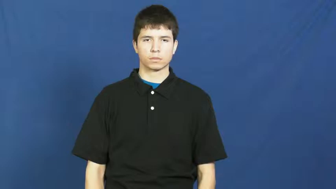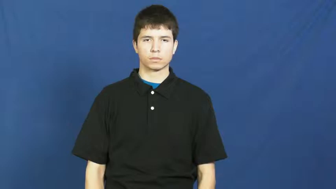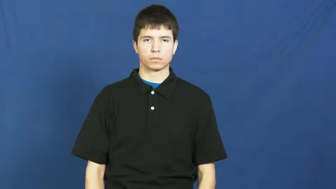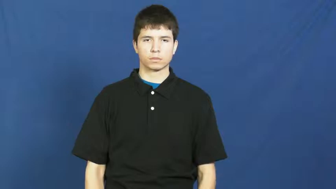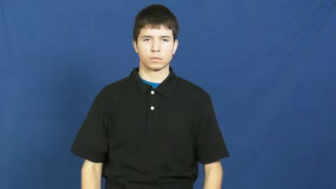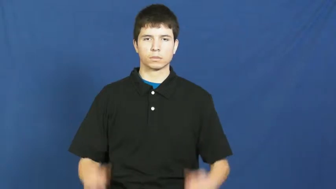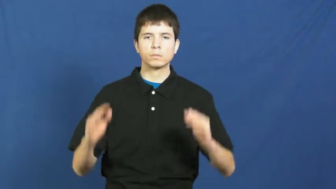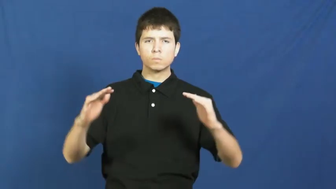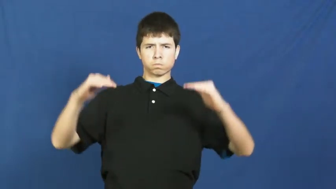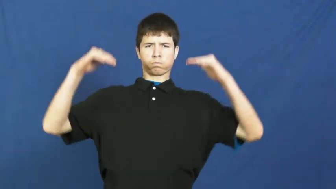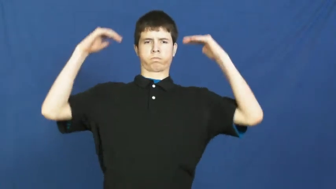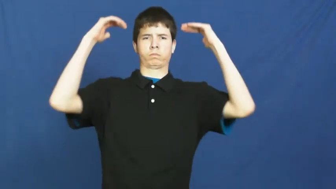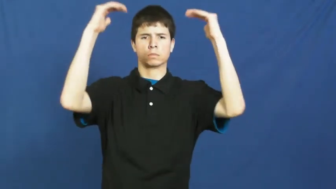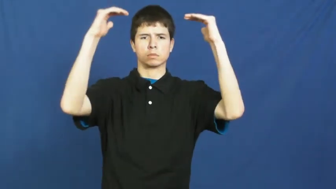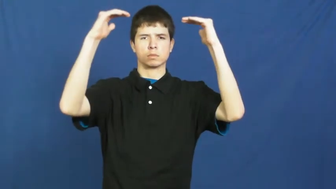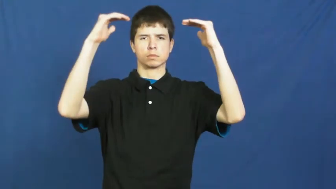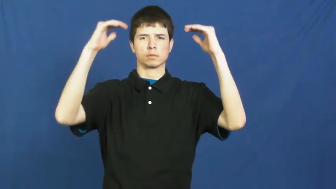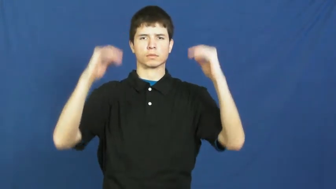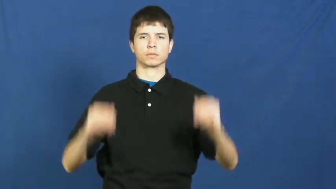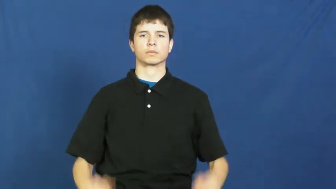high,lofty